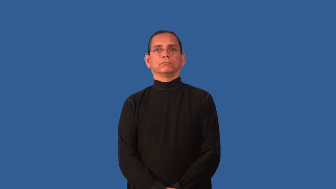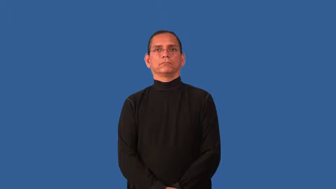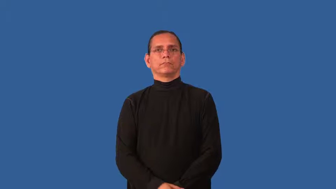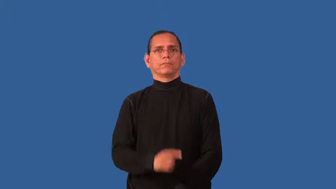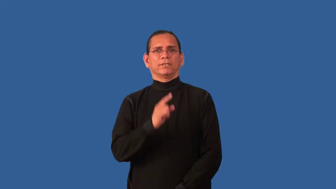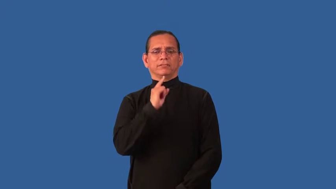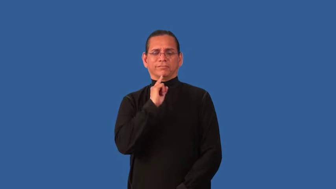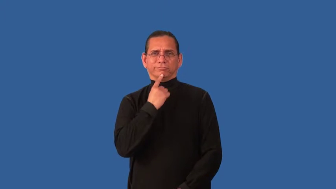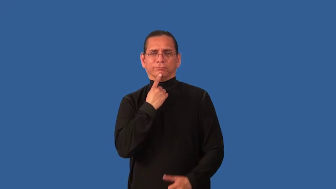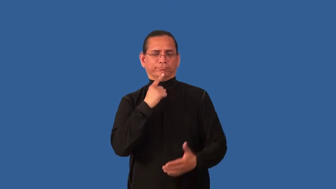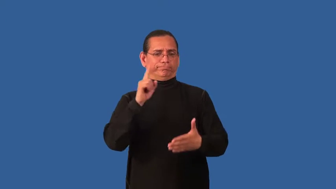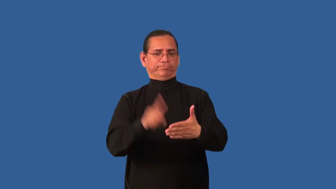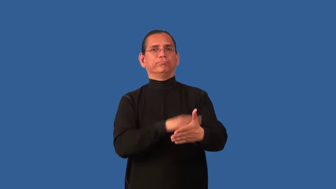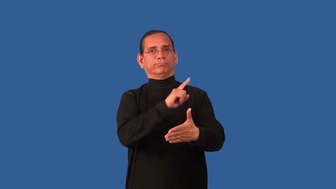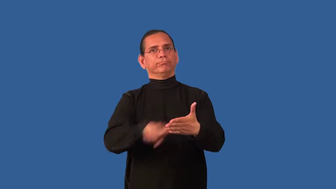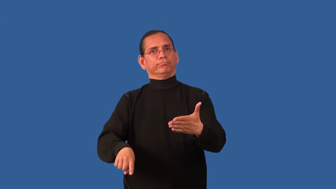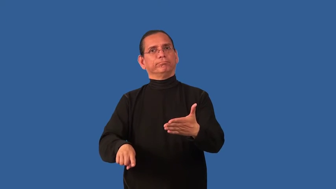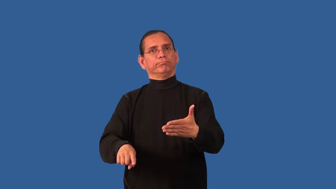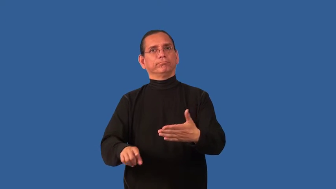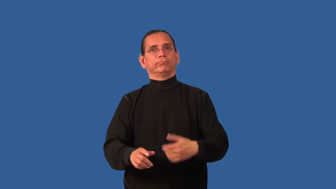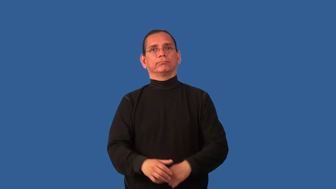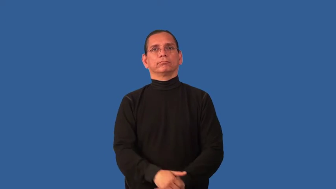deprecate